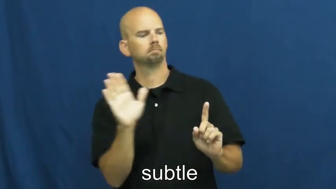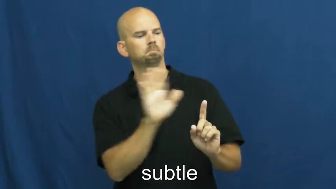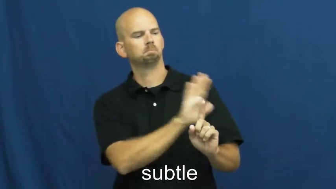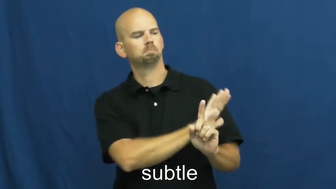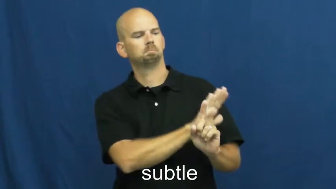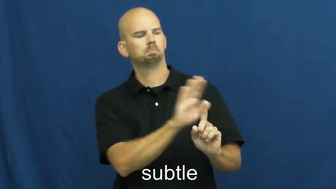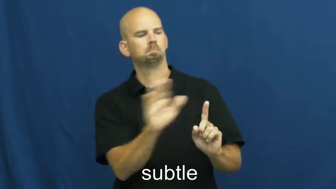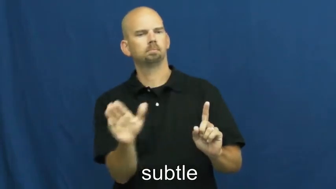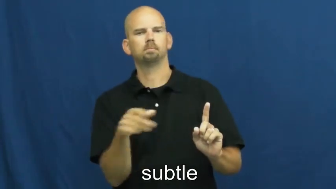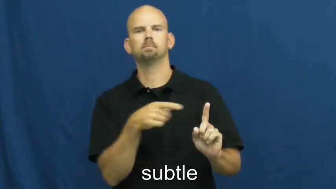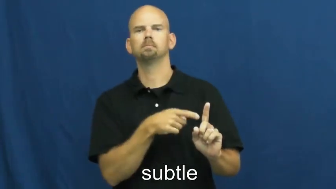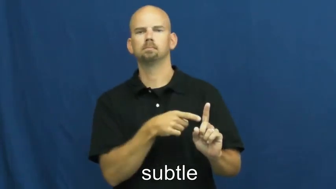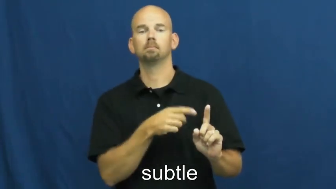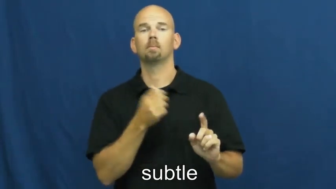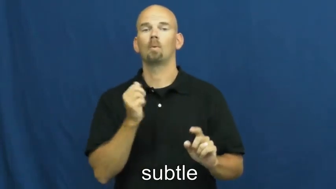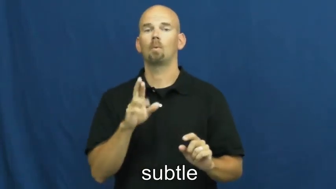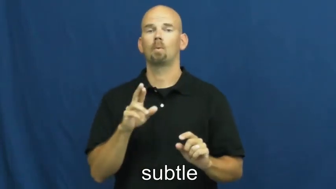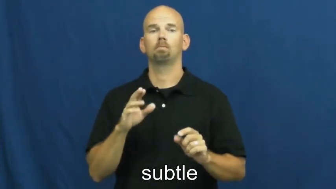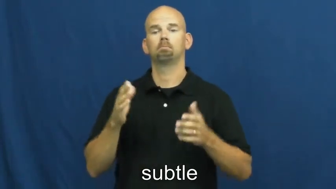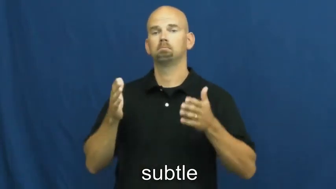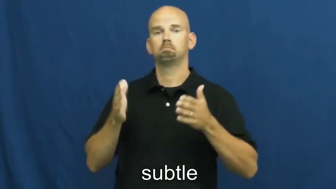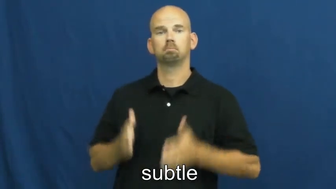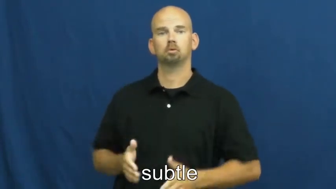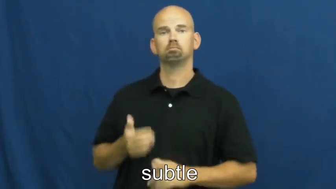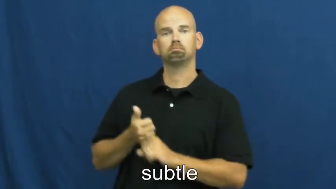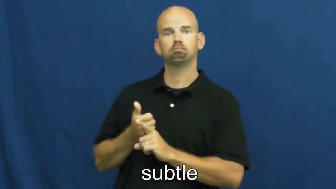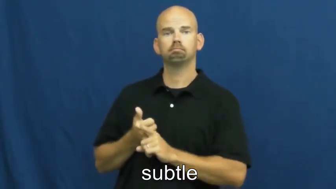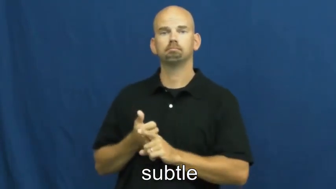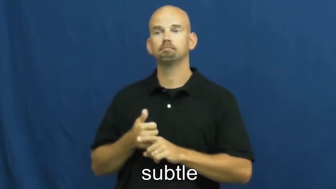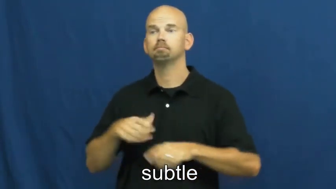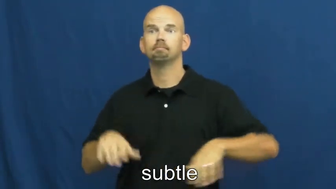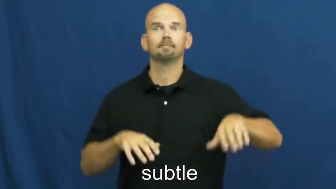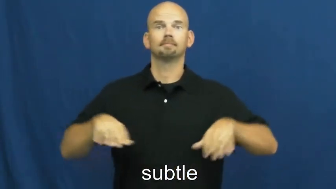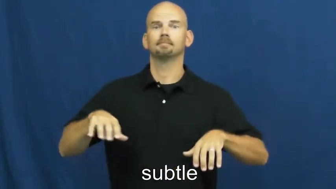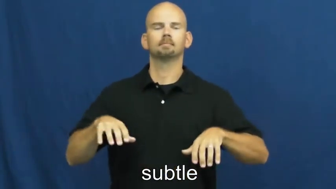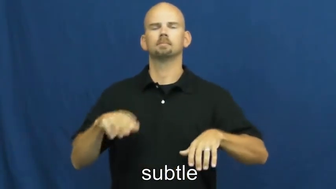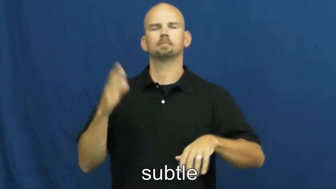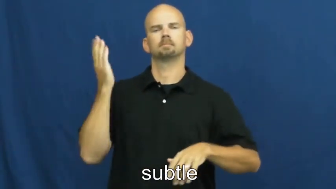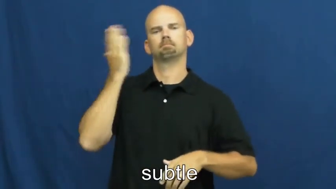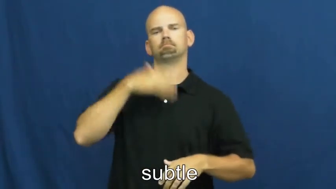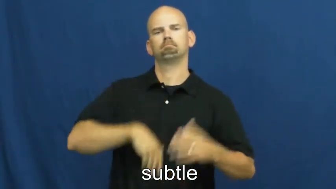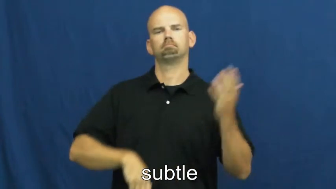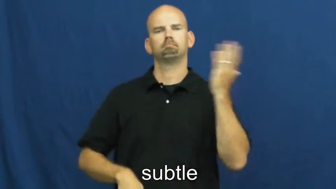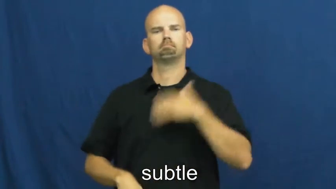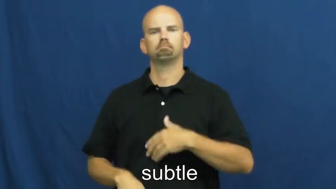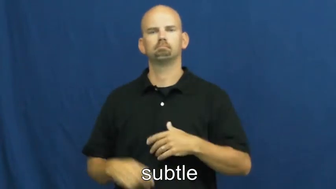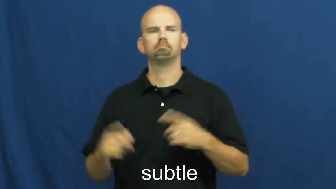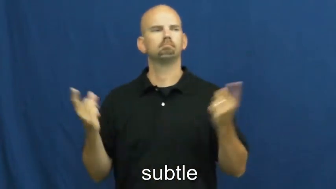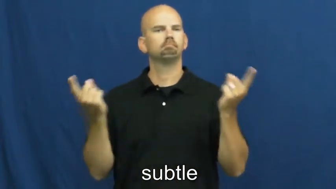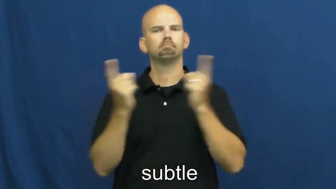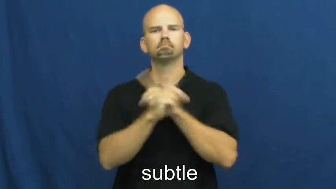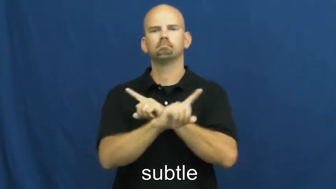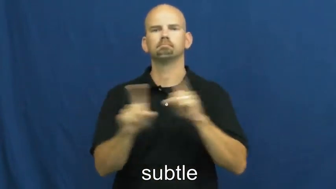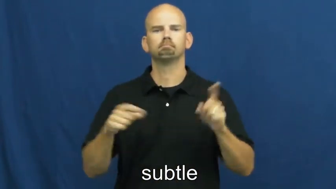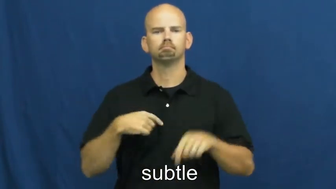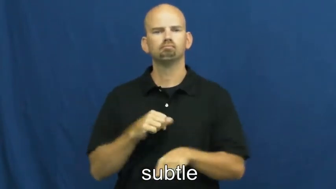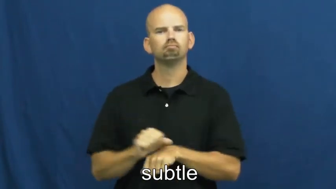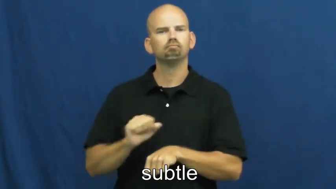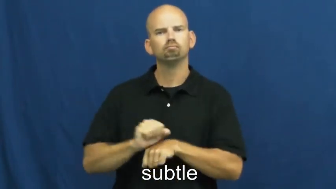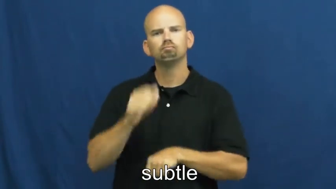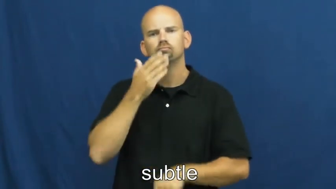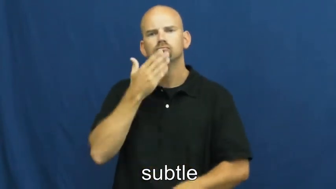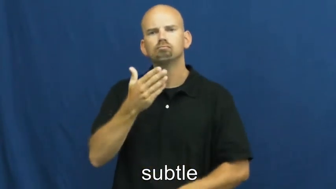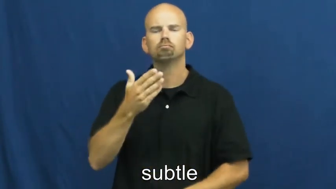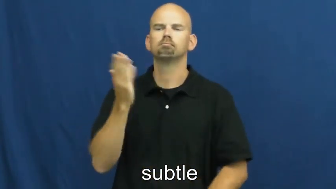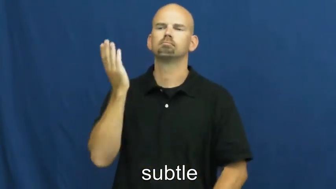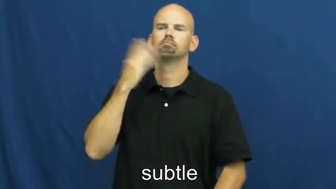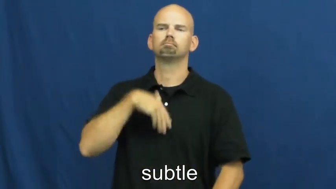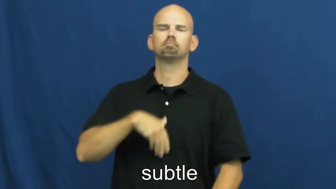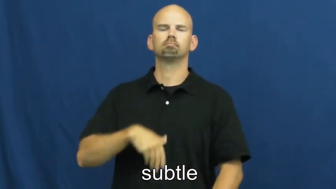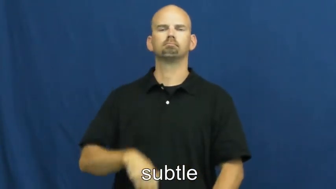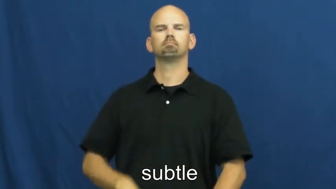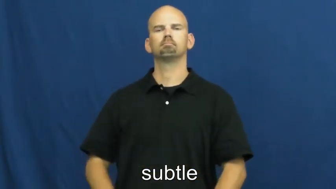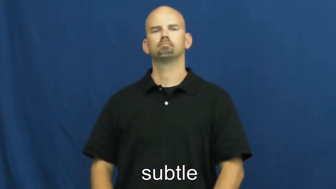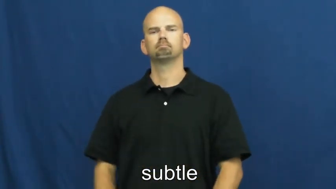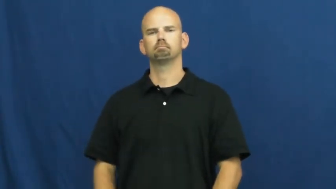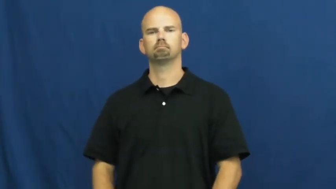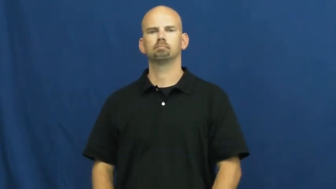subtler,subtlest